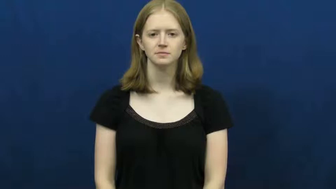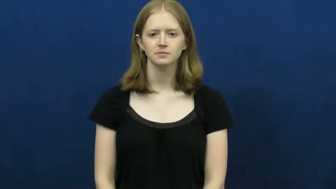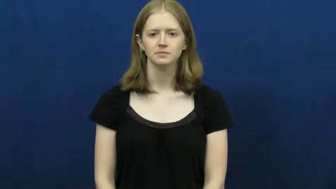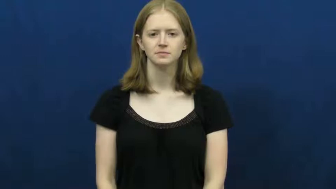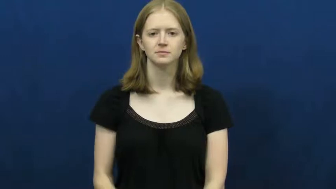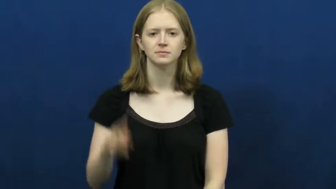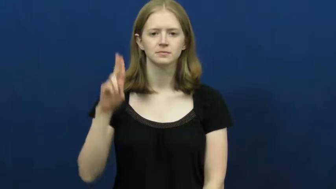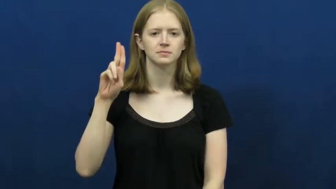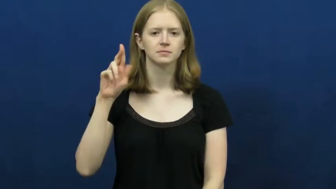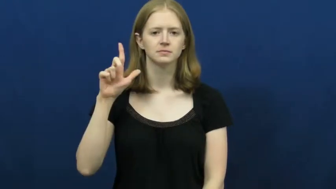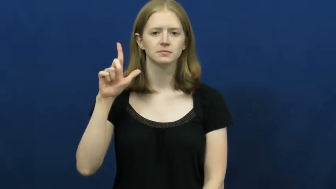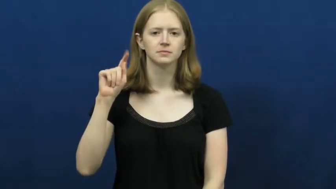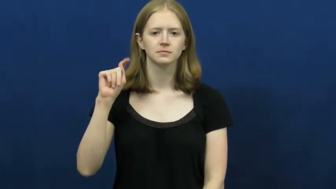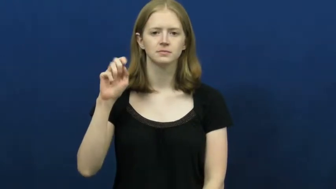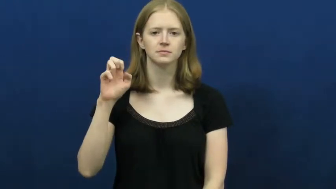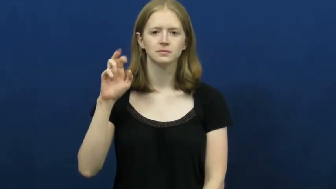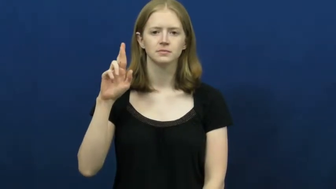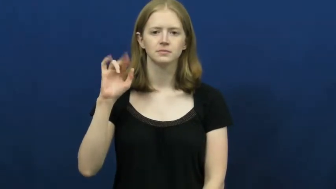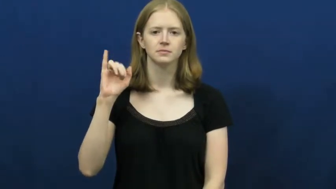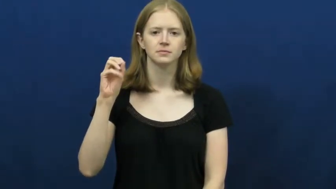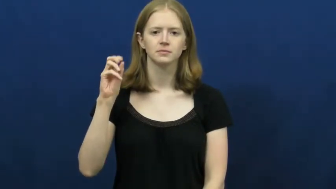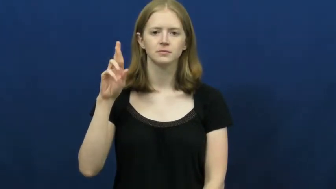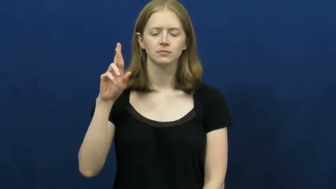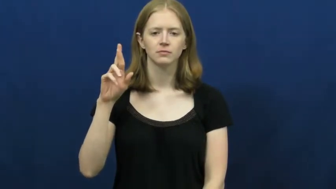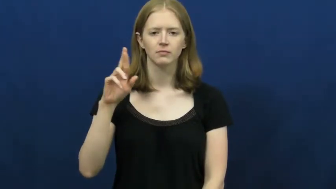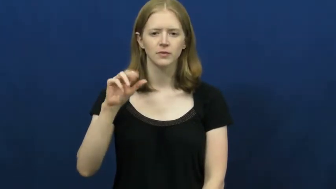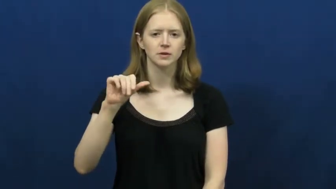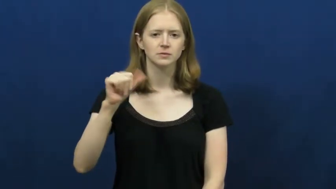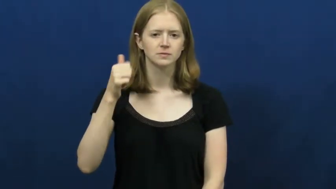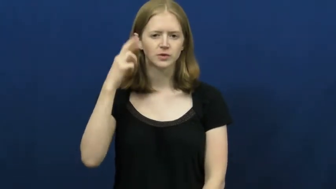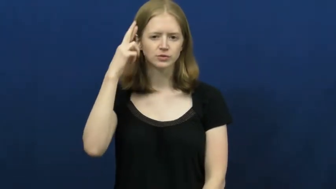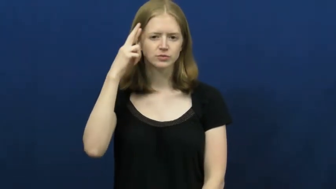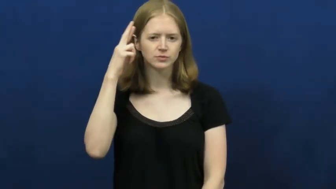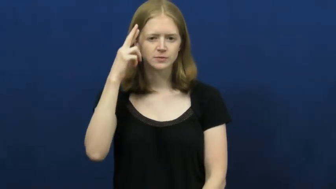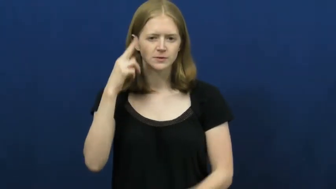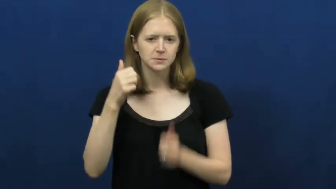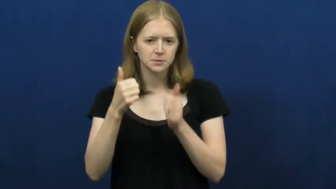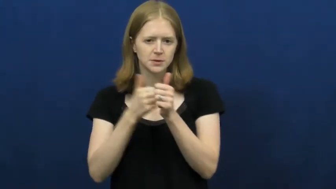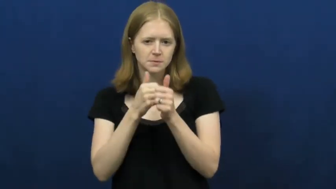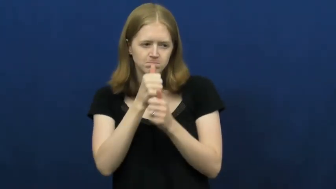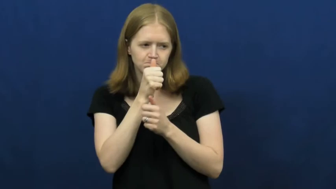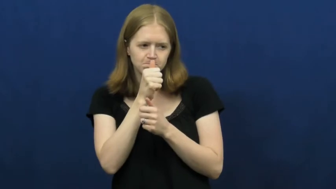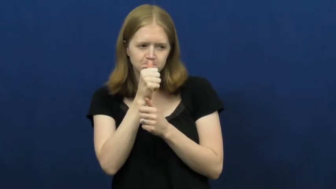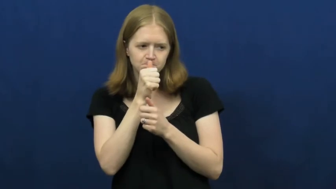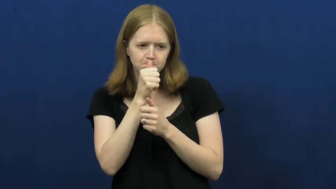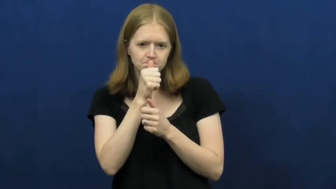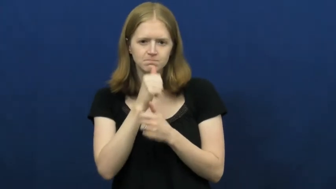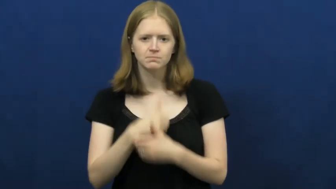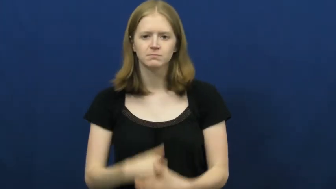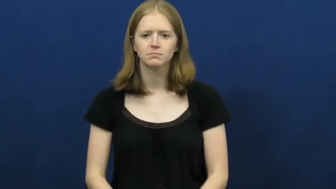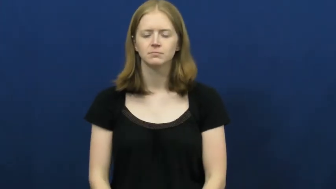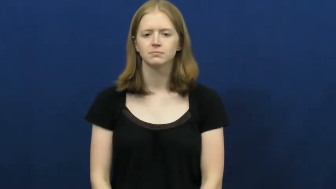ulterior